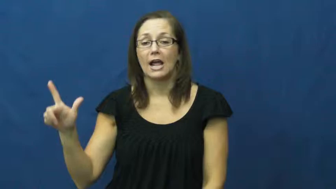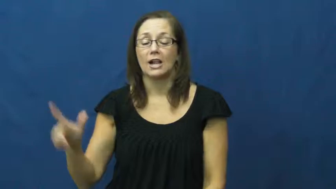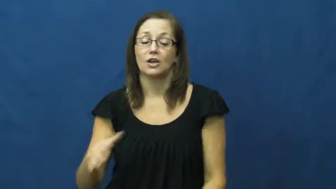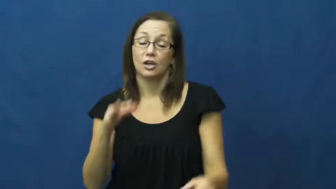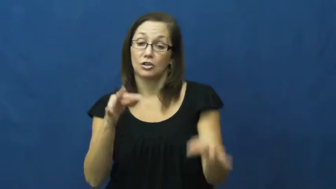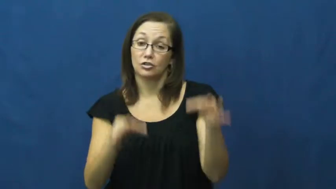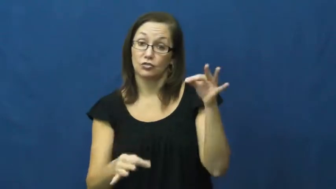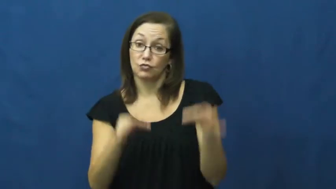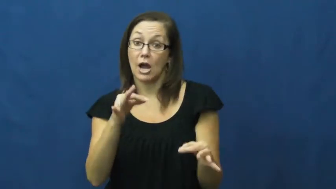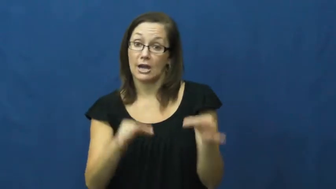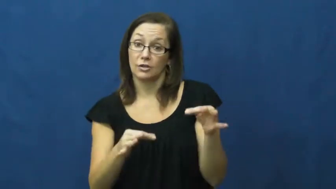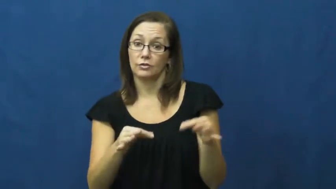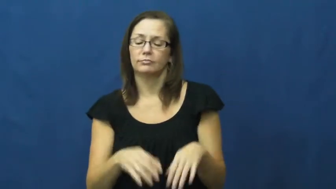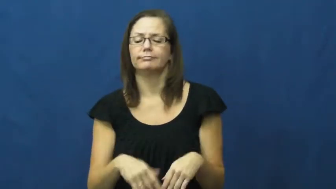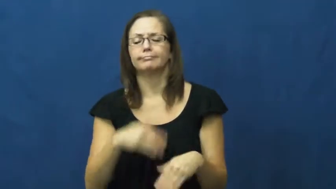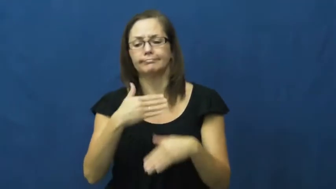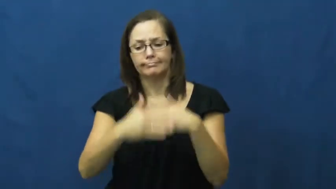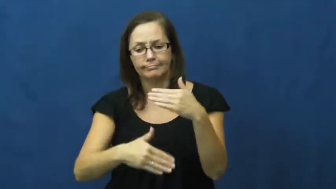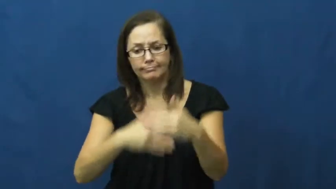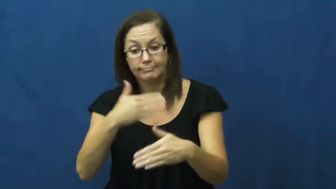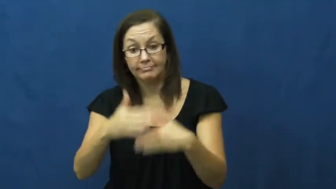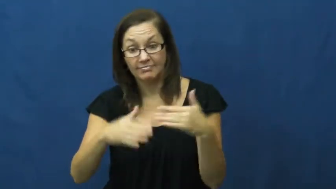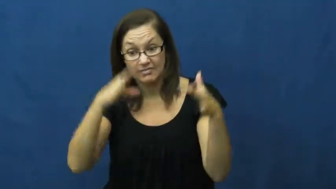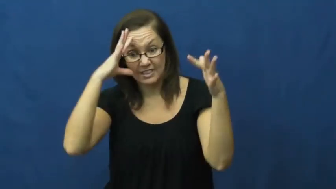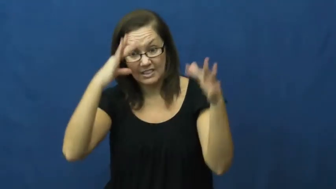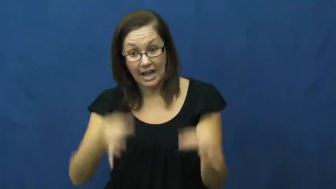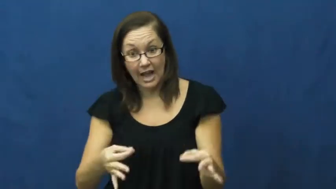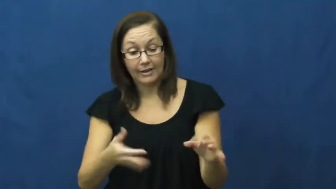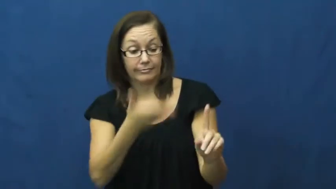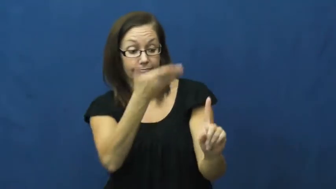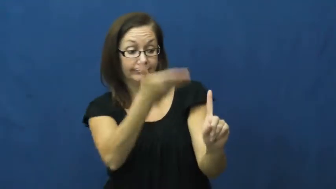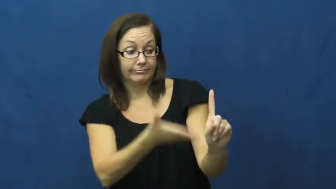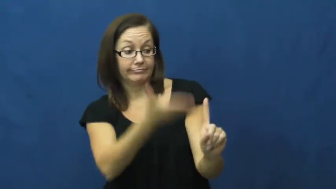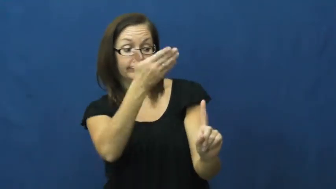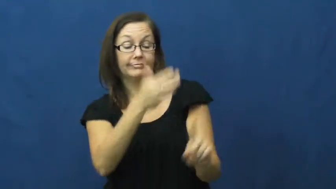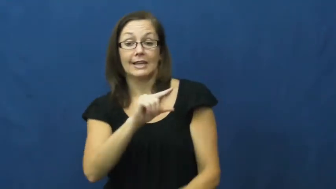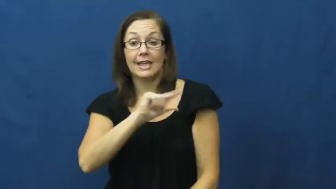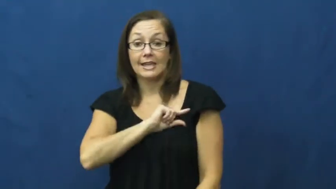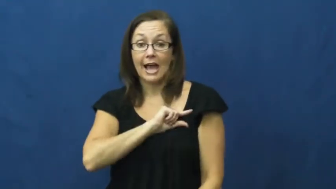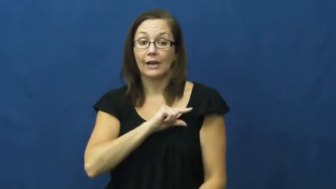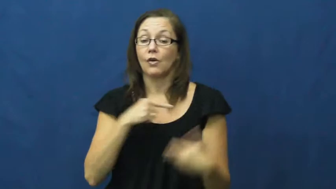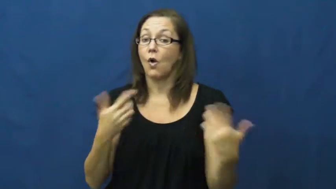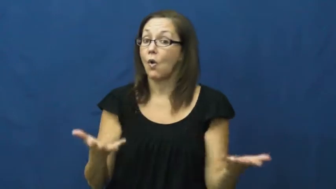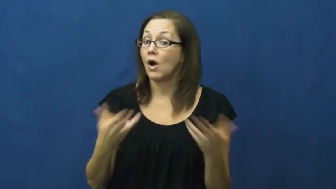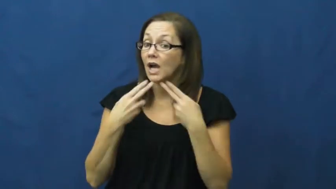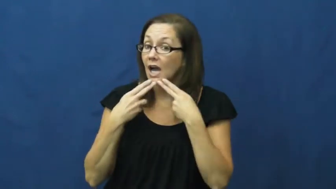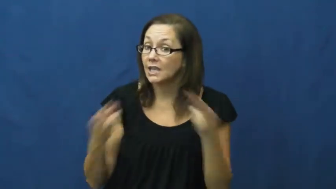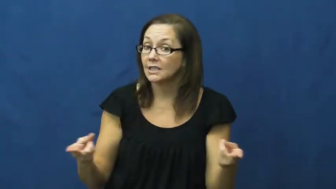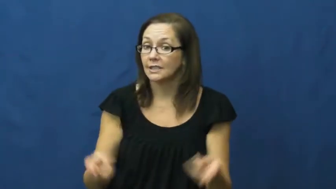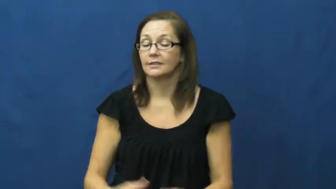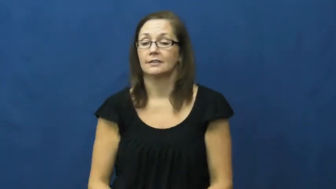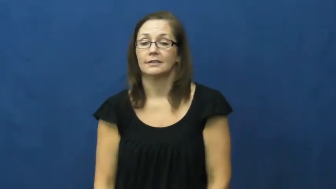trial,try-court